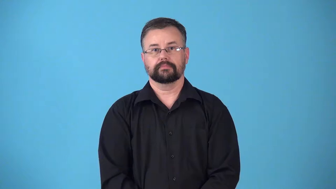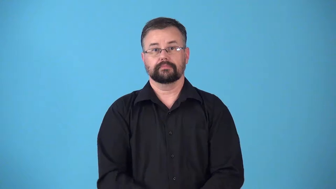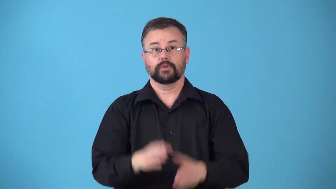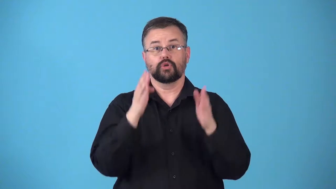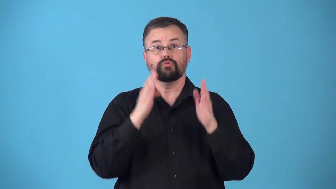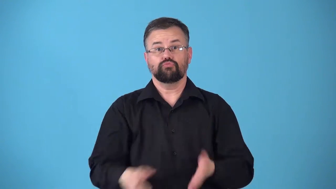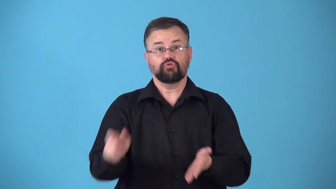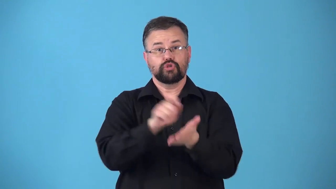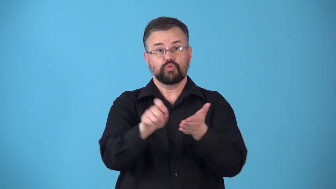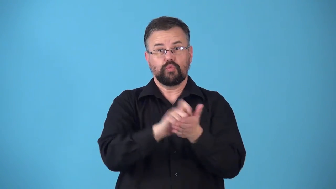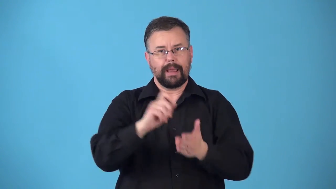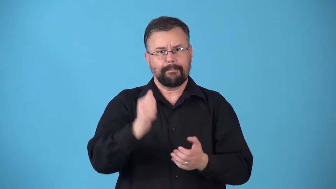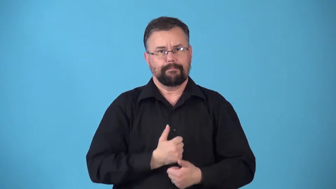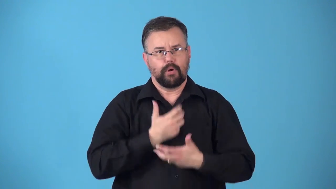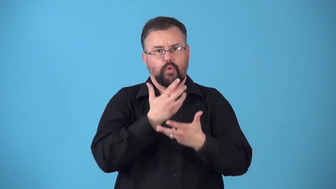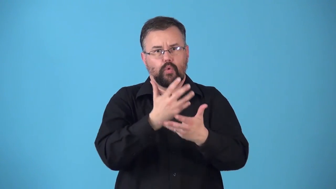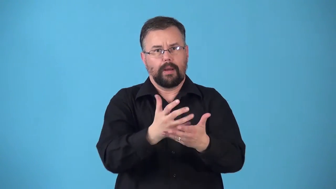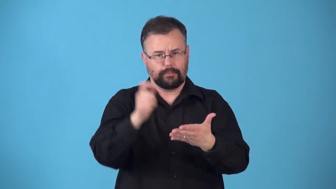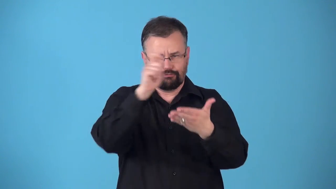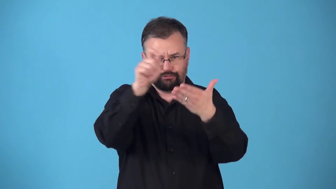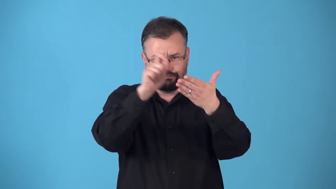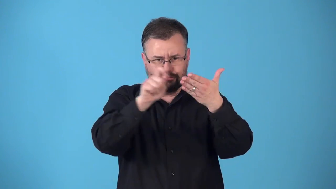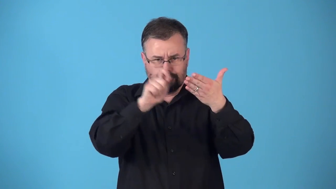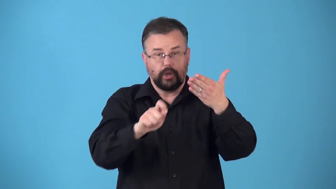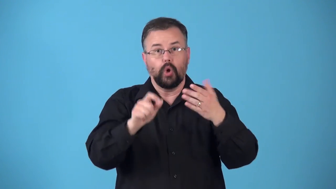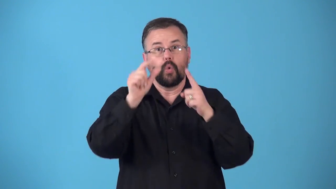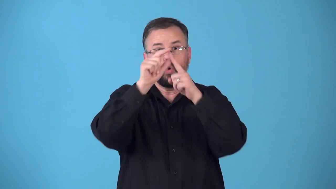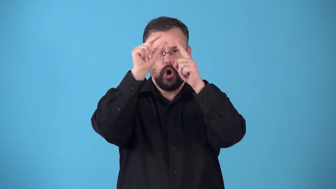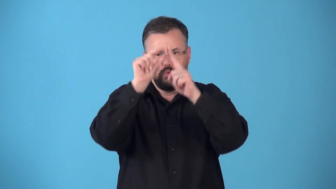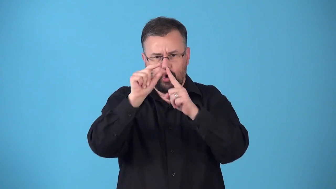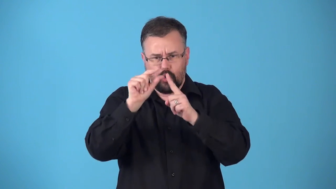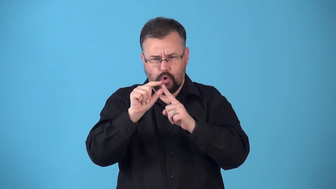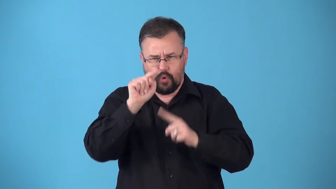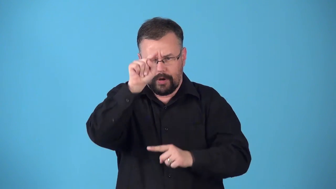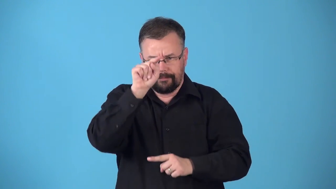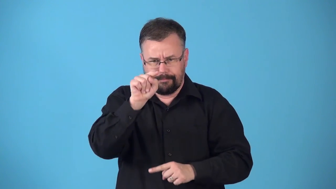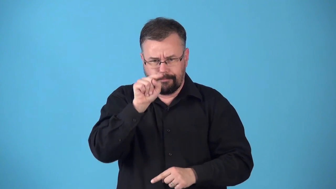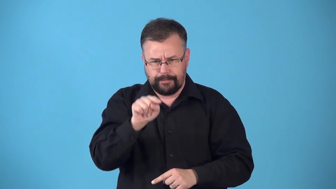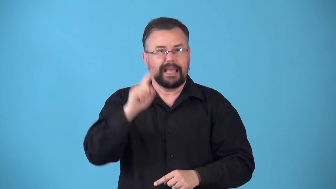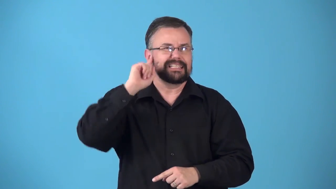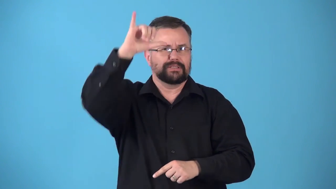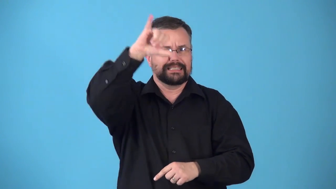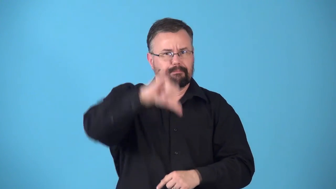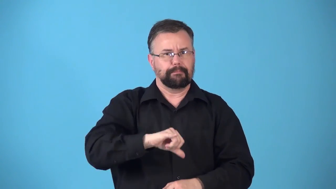rhymer